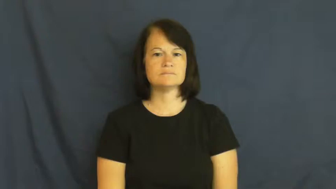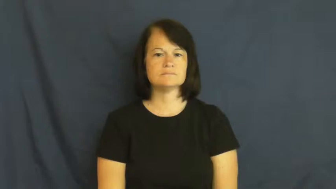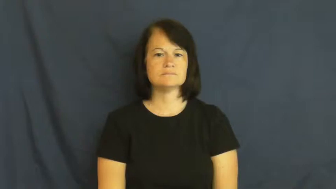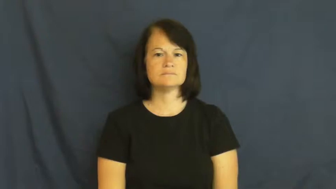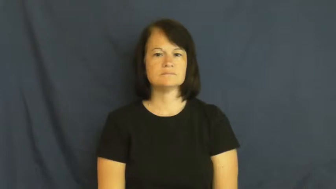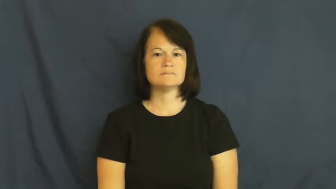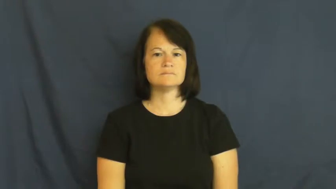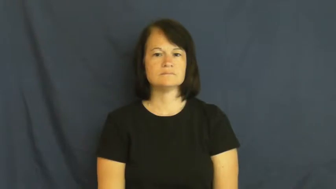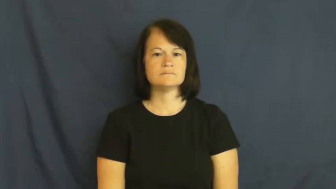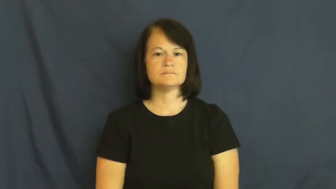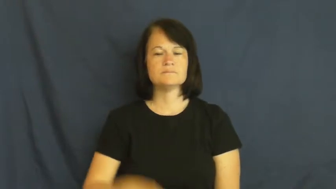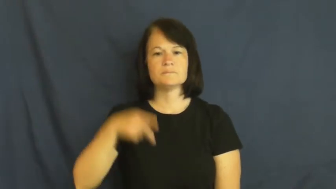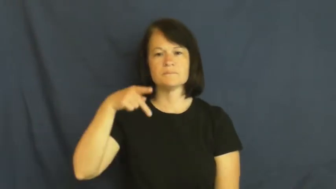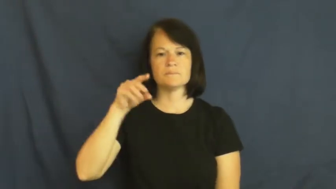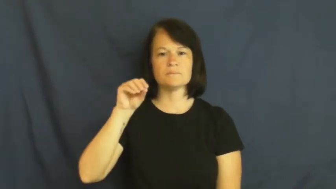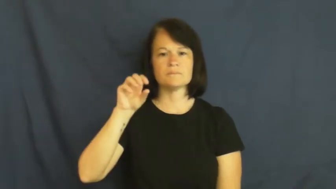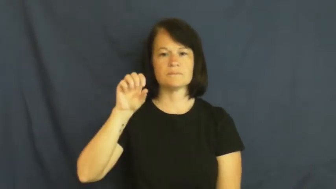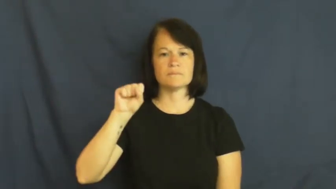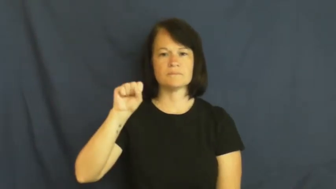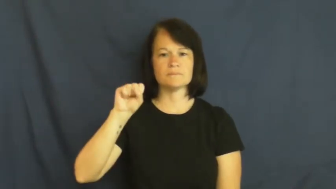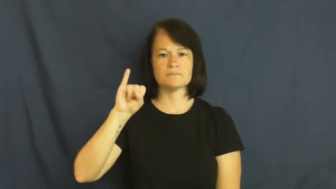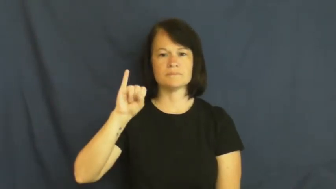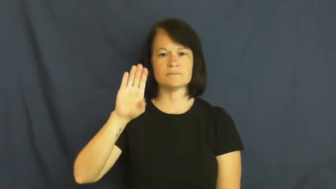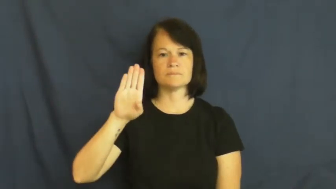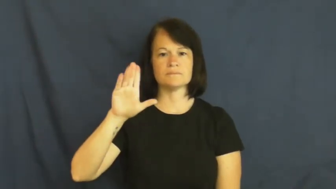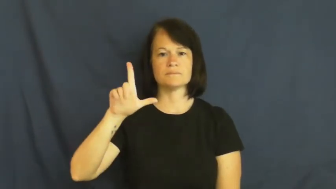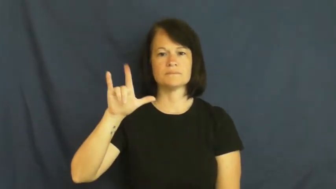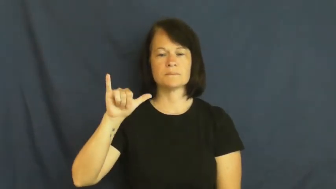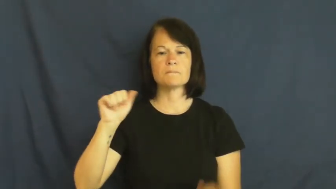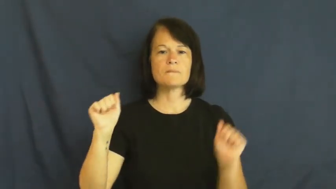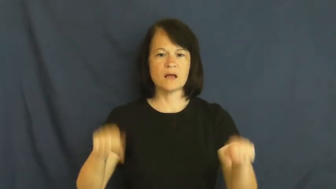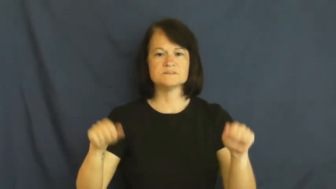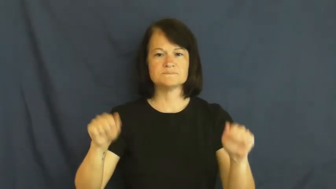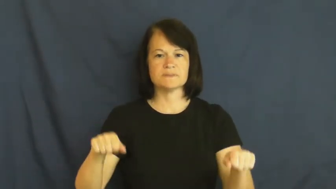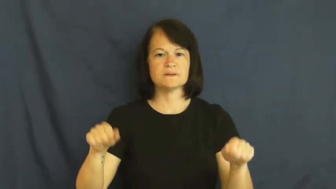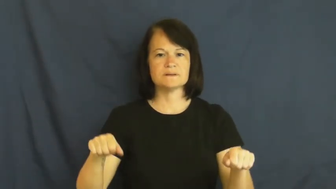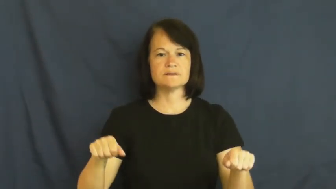possibly